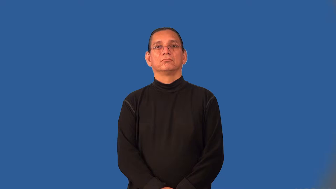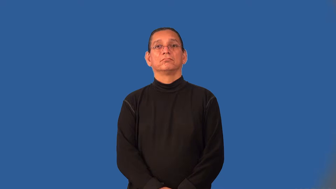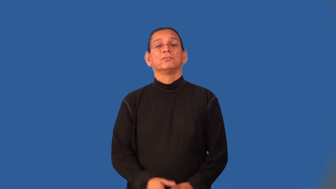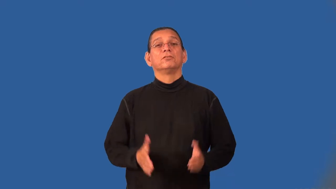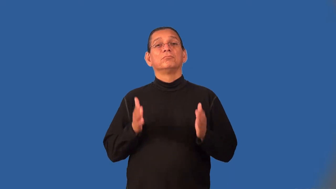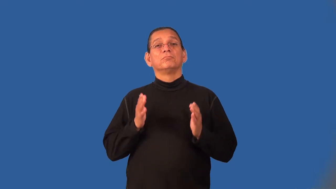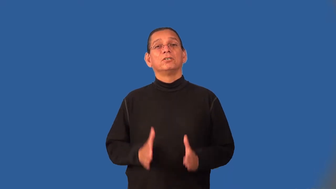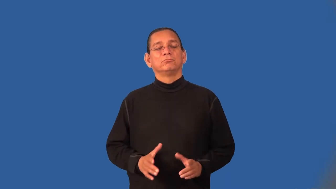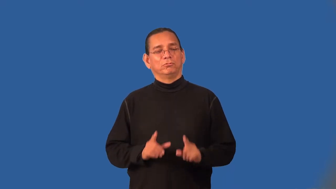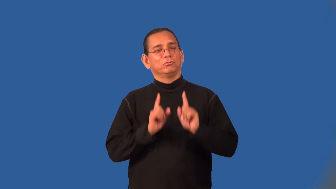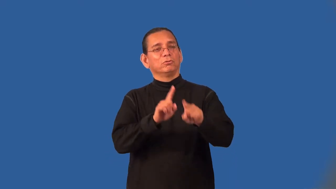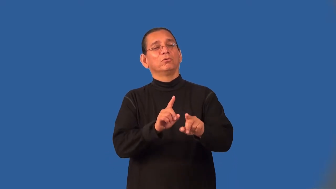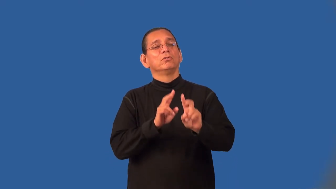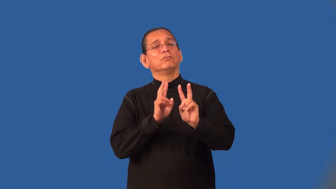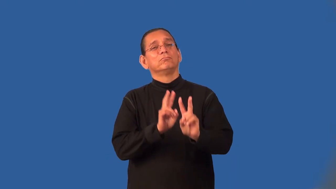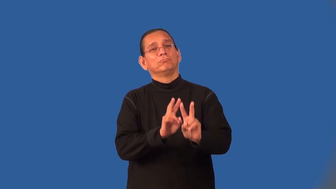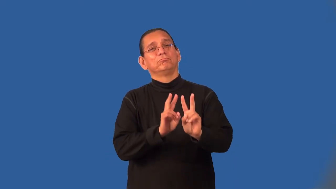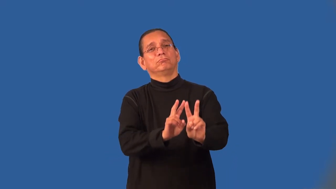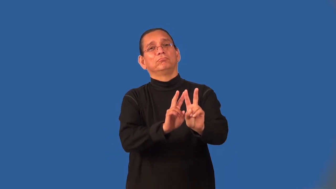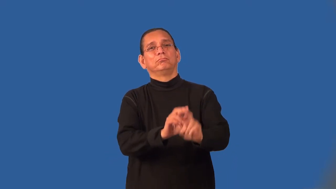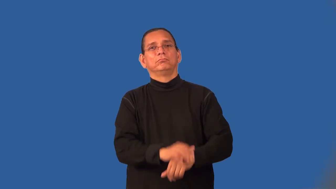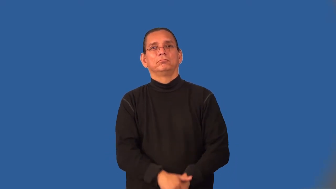mourner